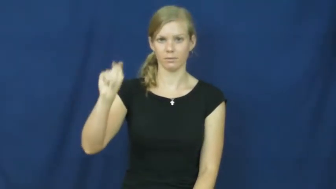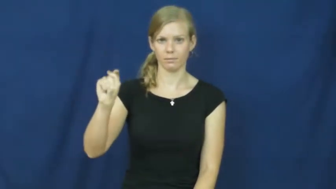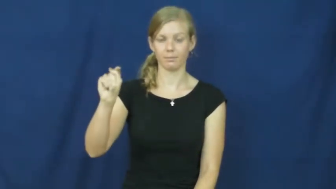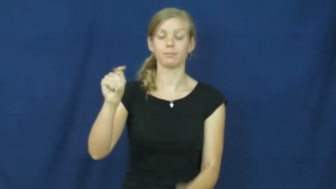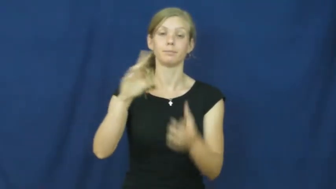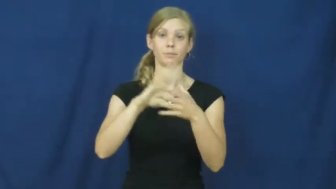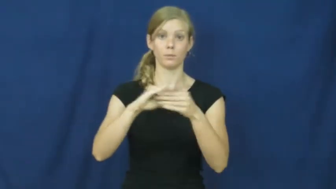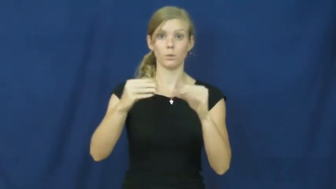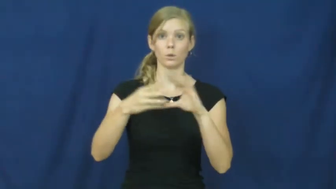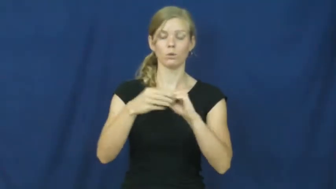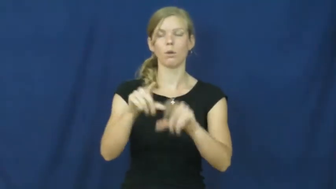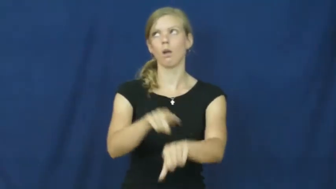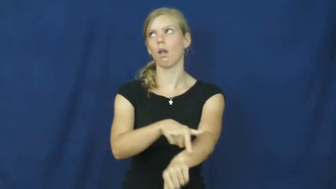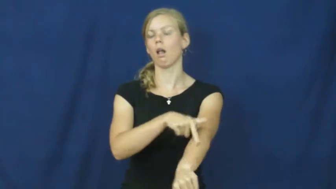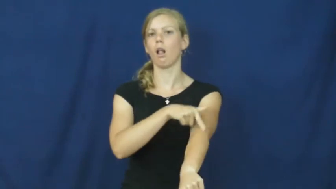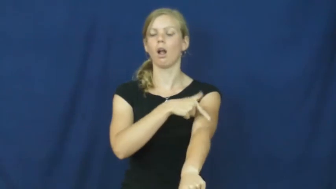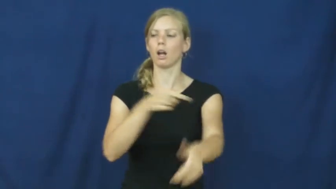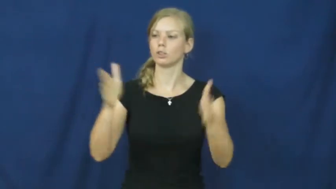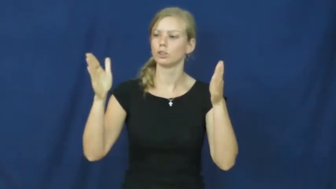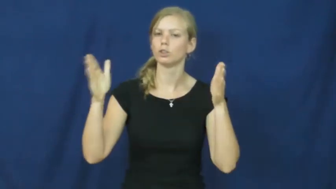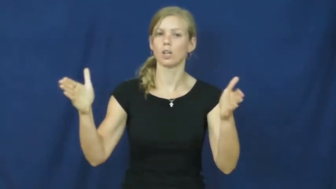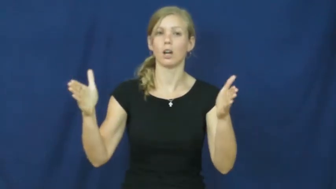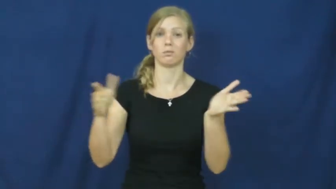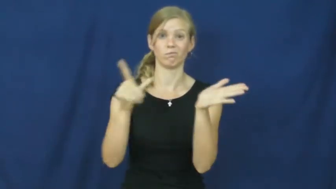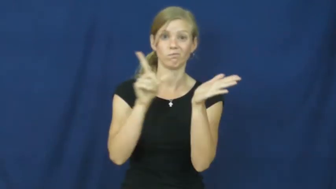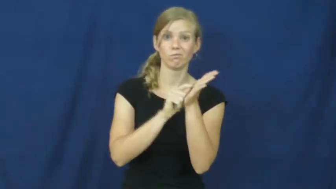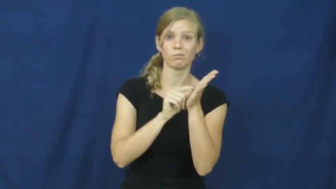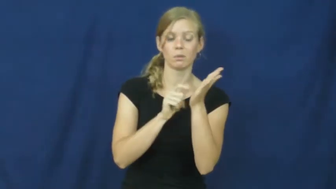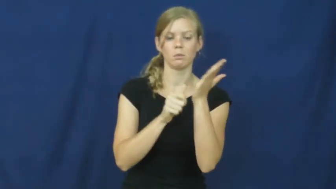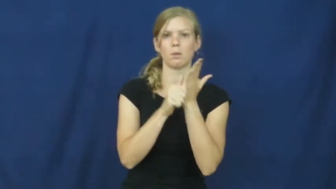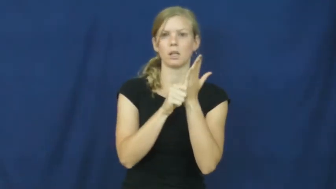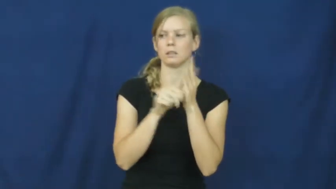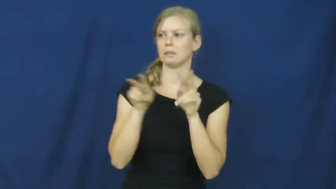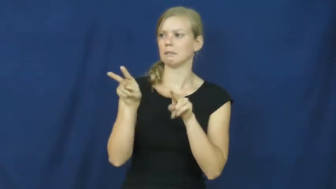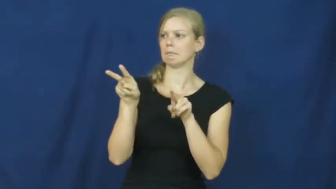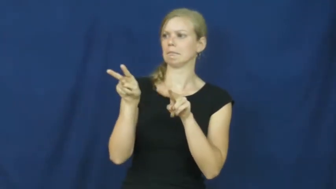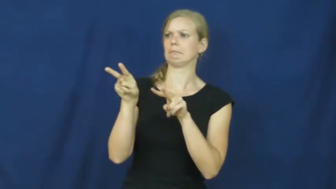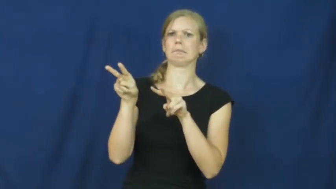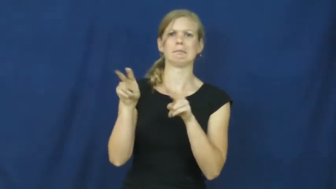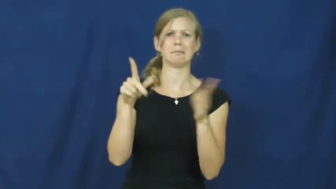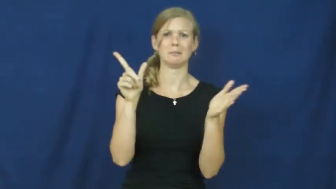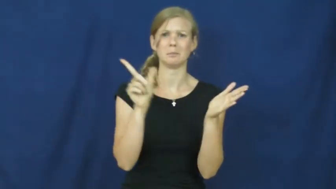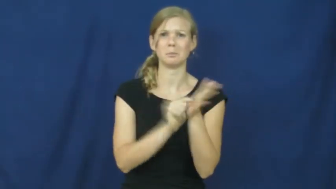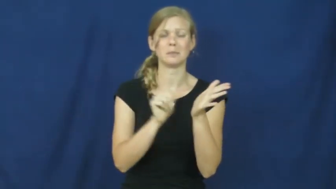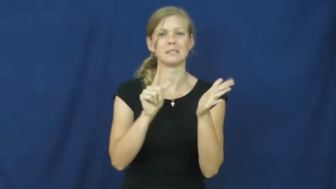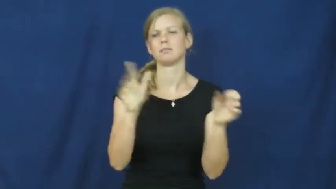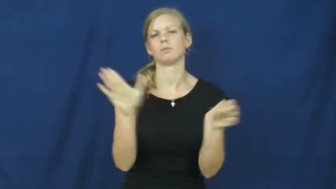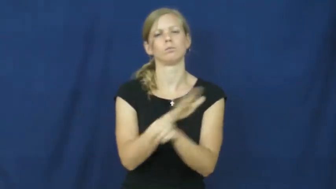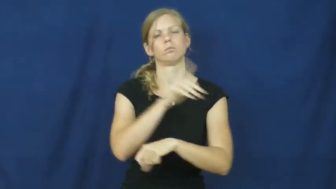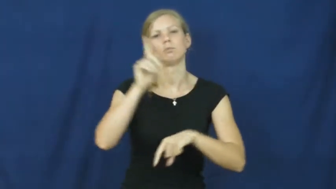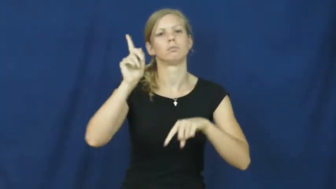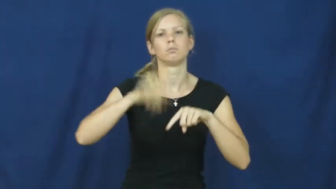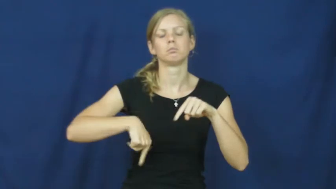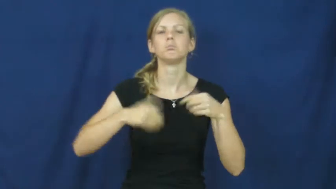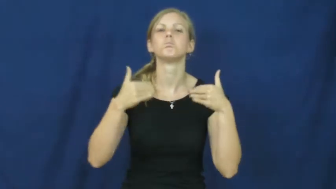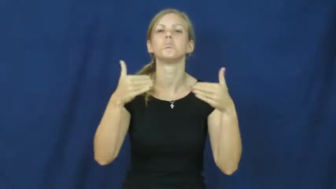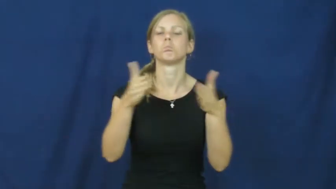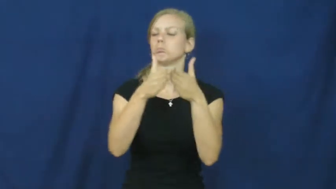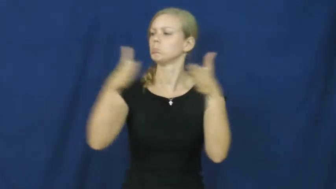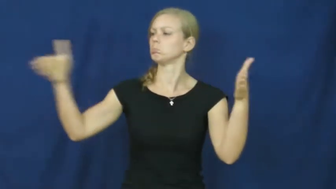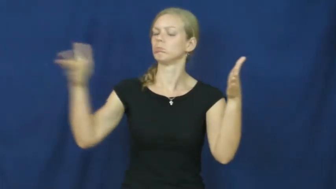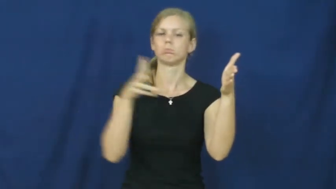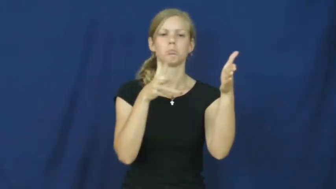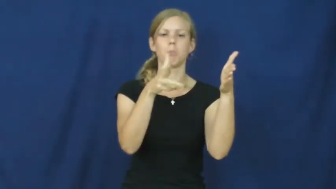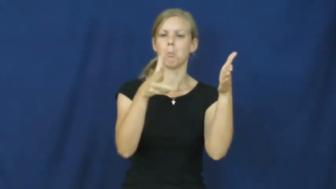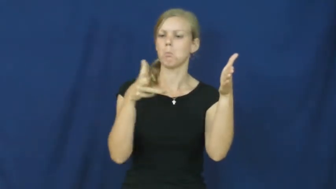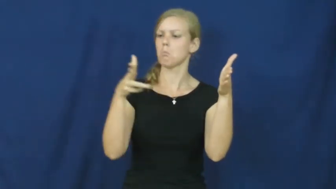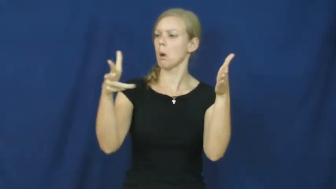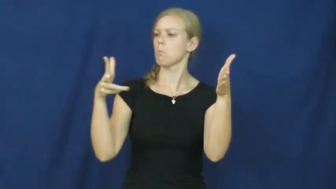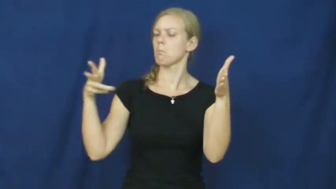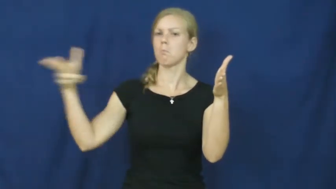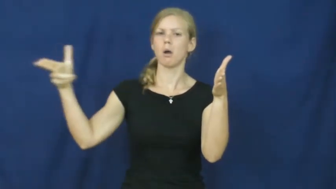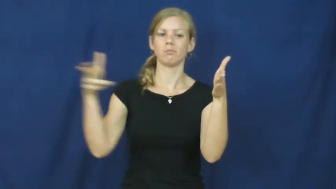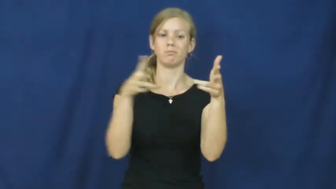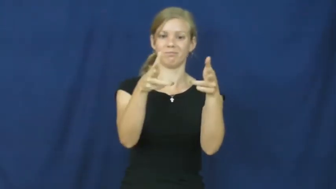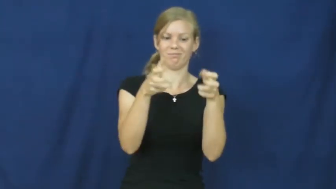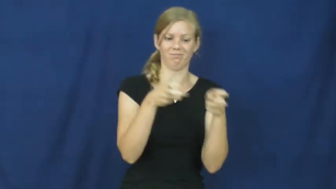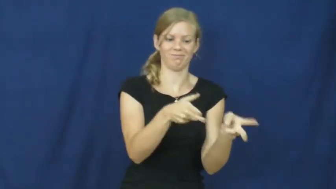installment-story